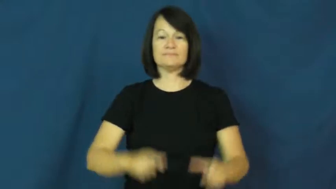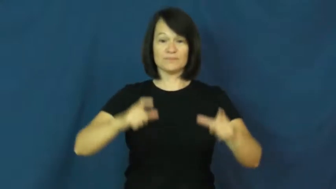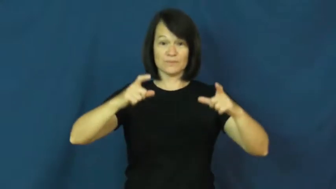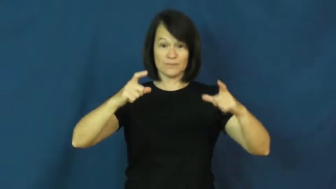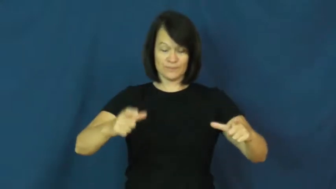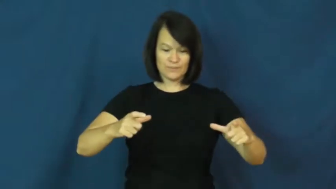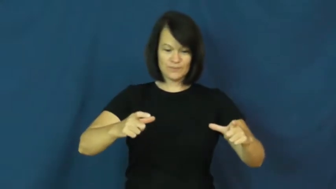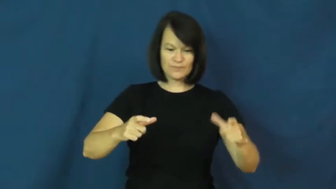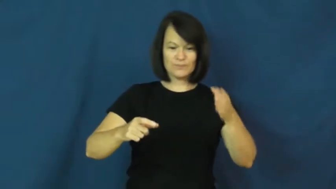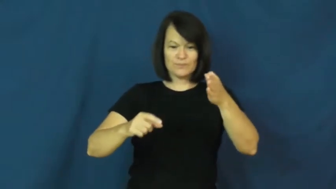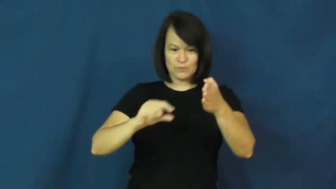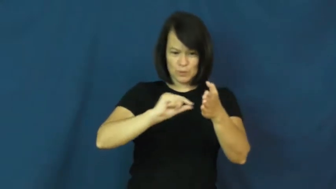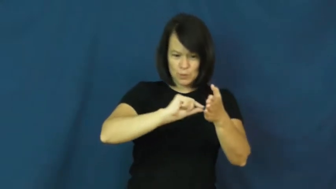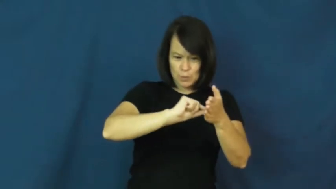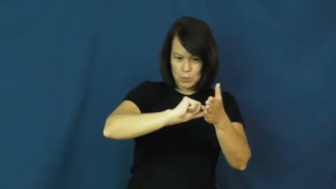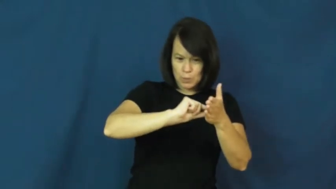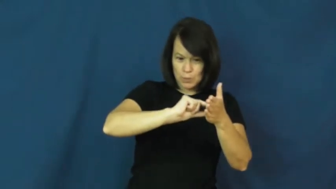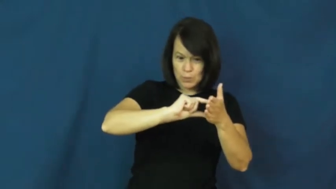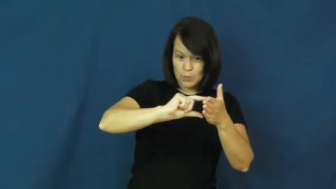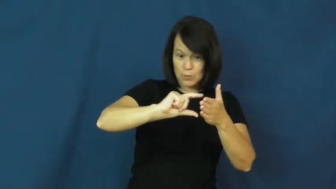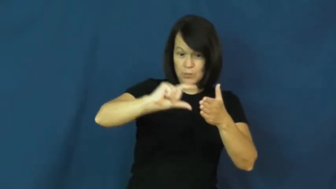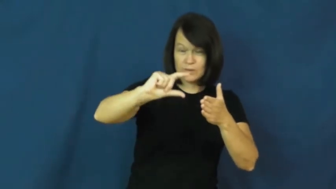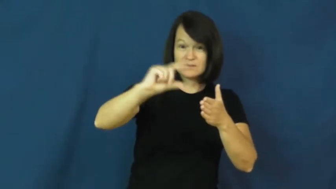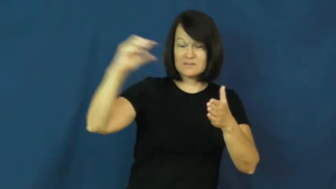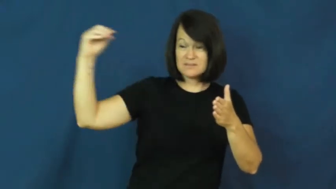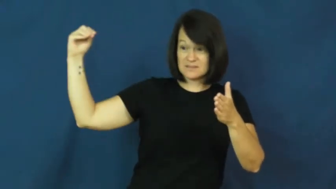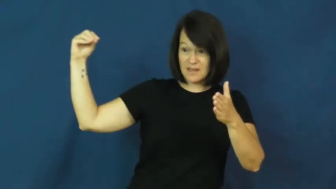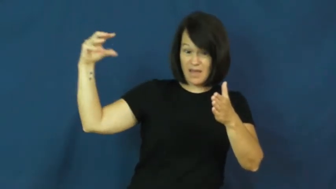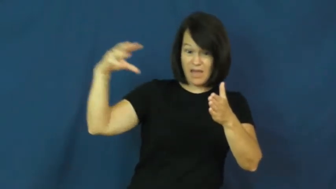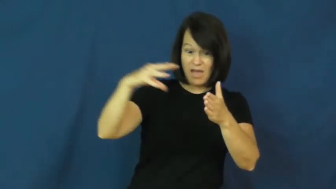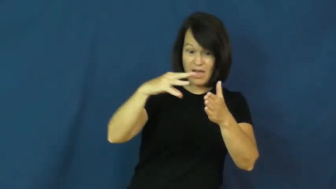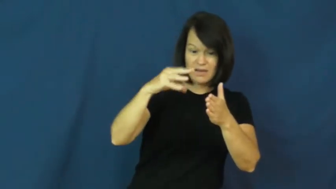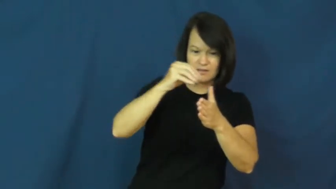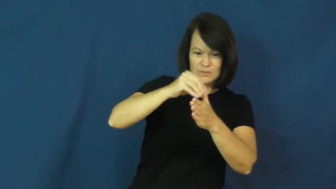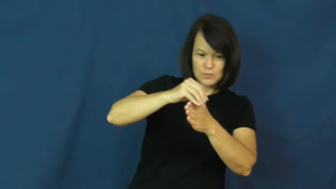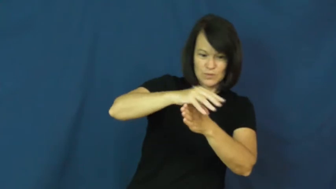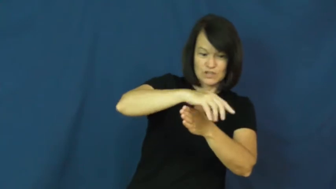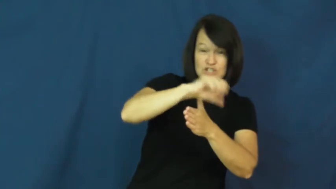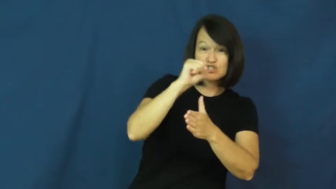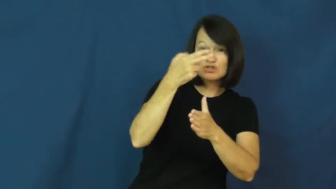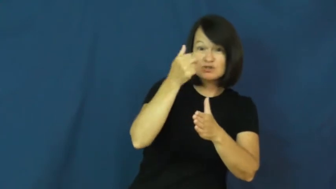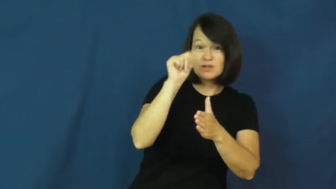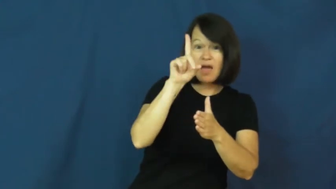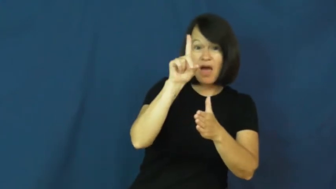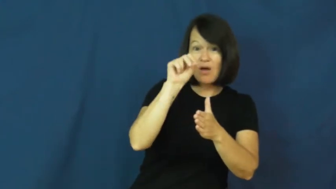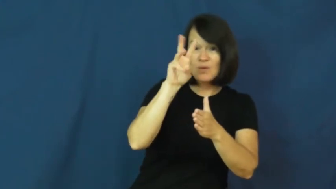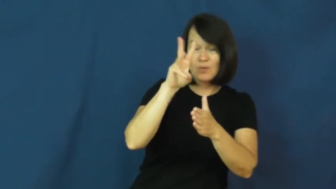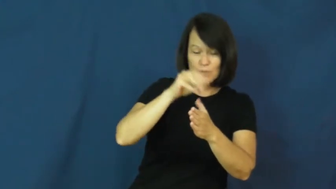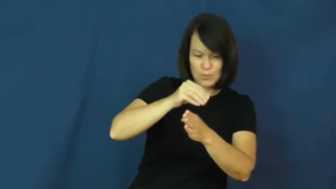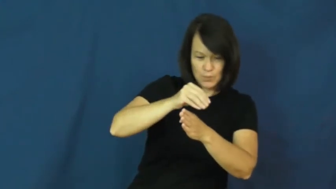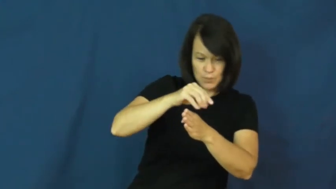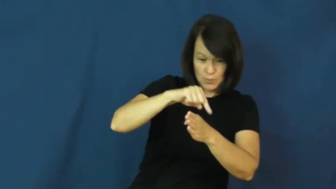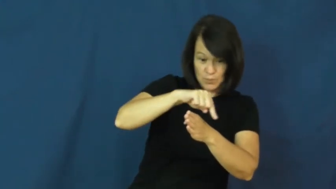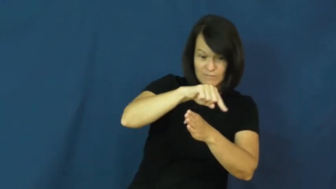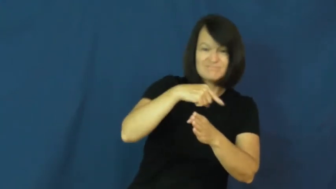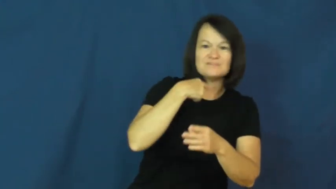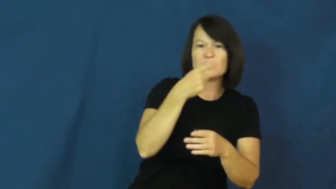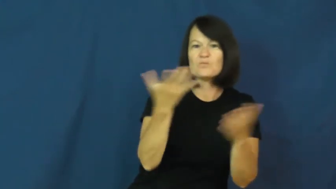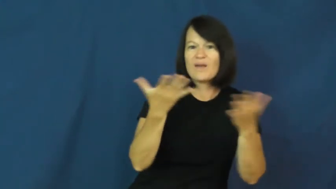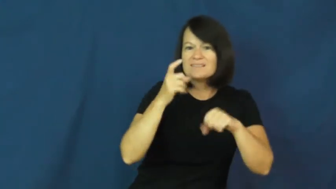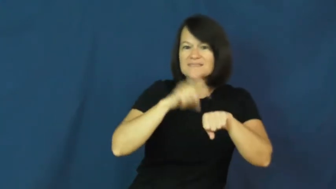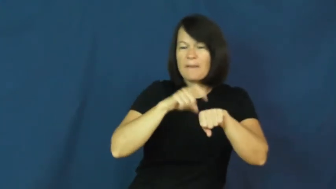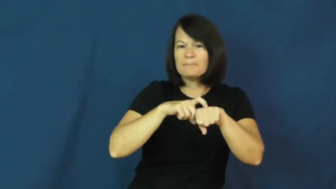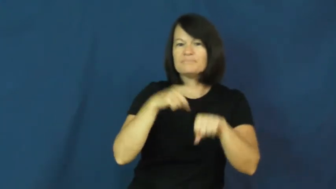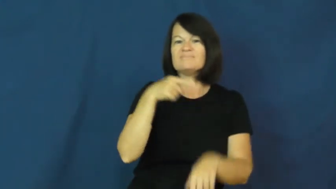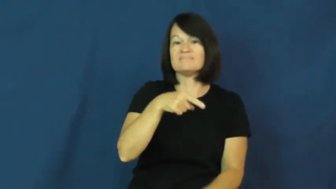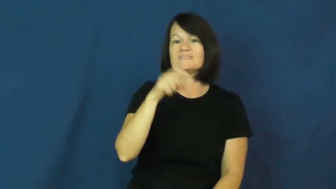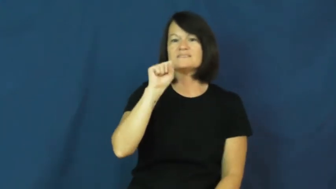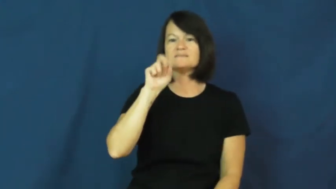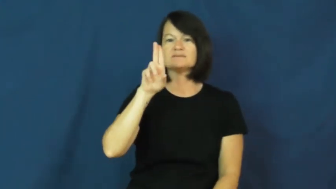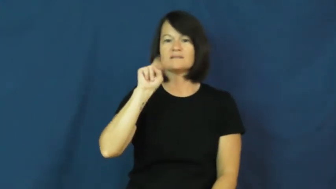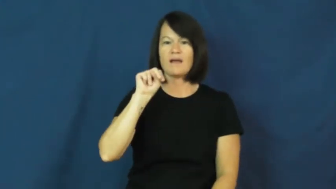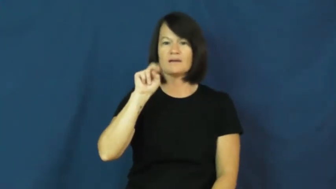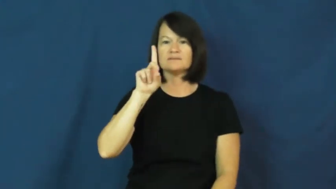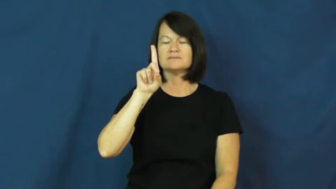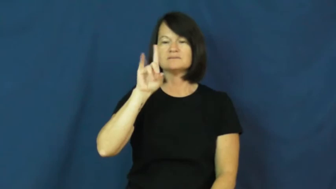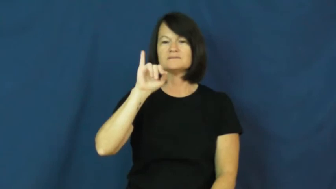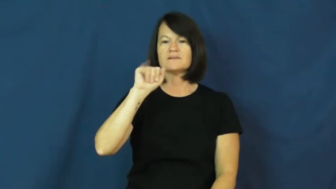sundial